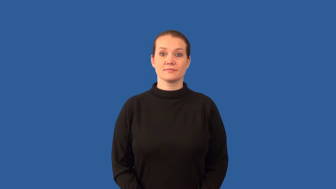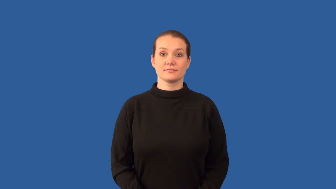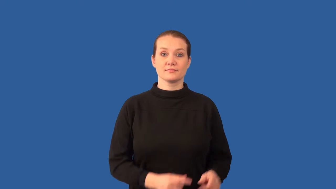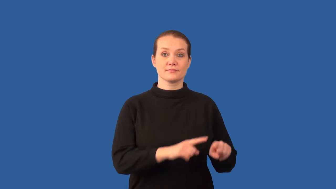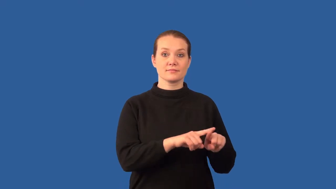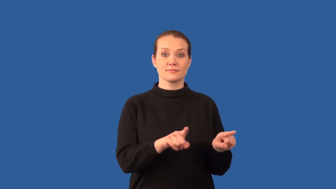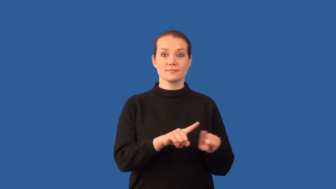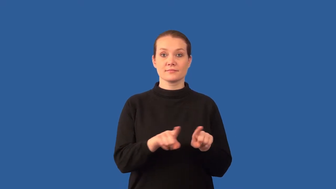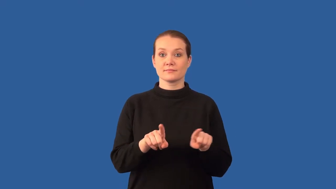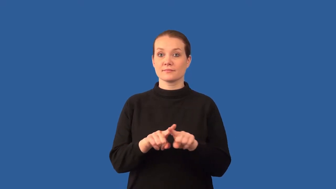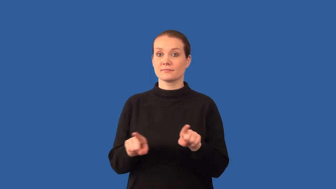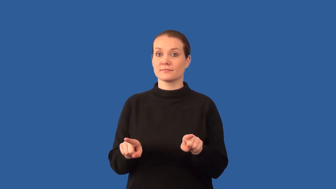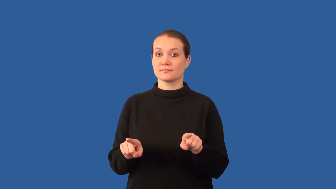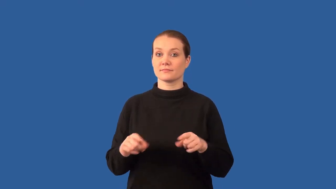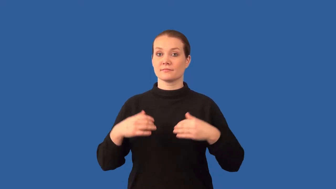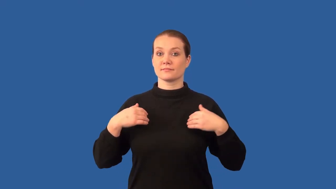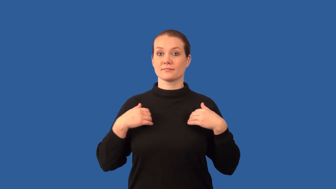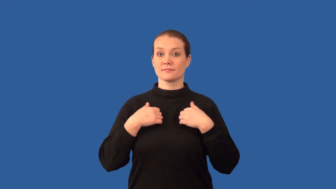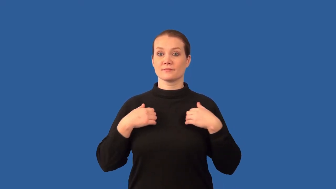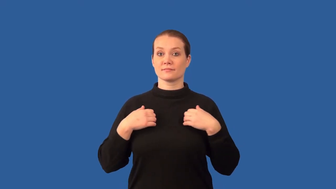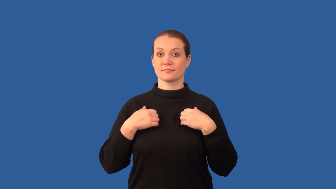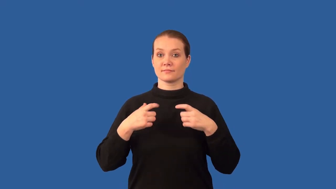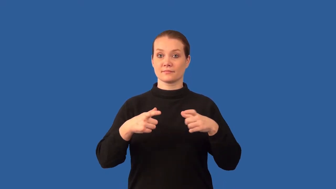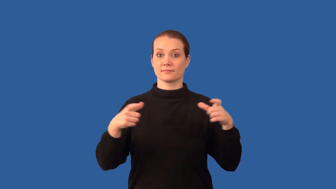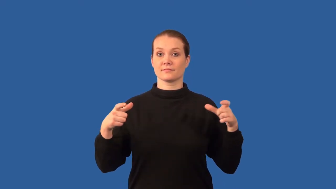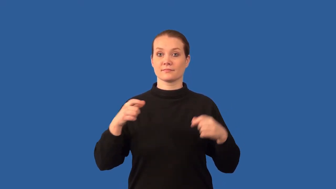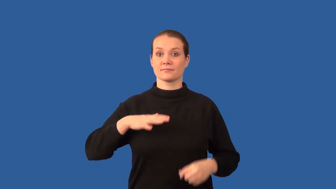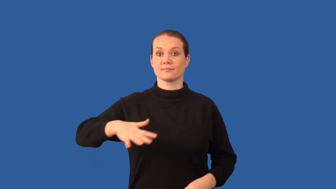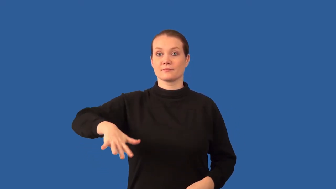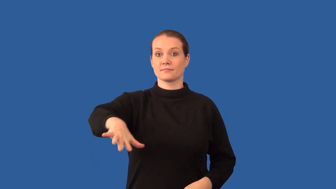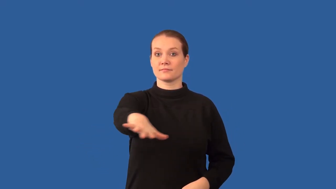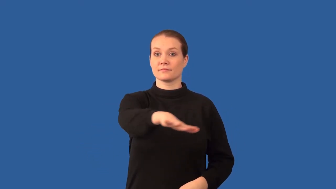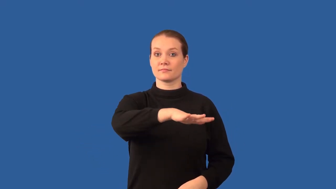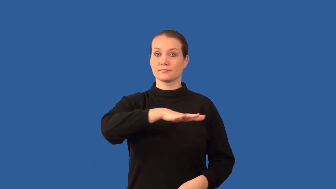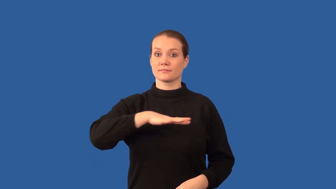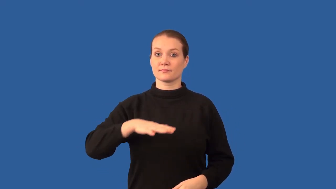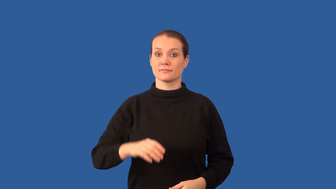biodiversity